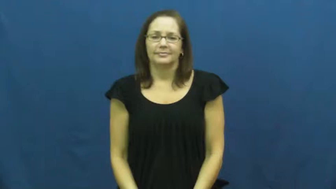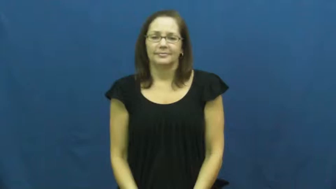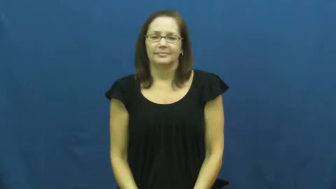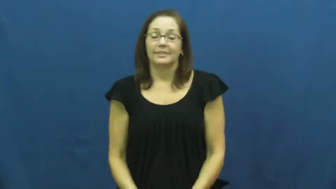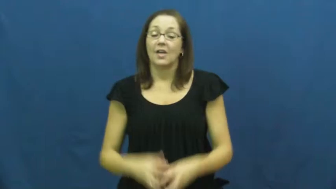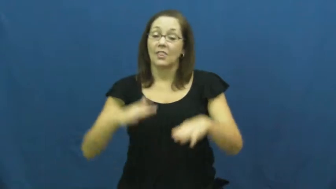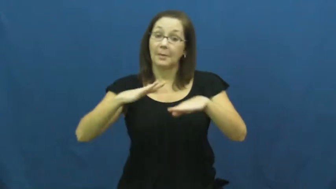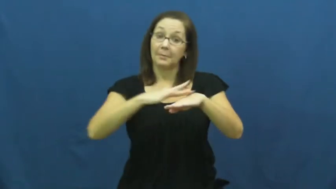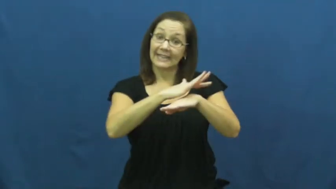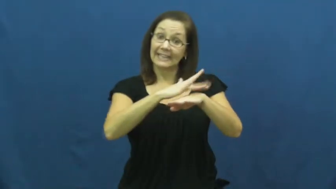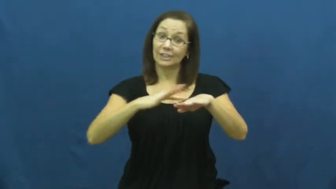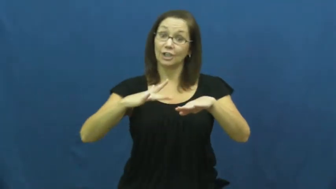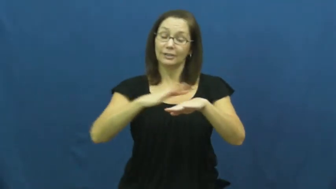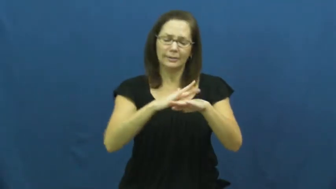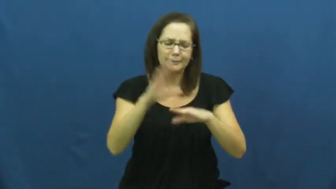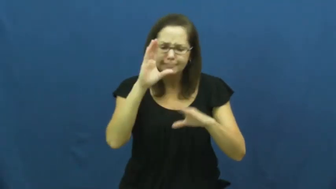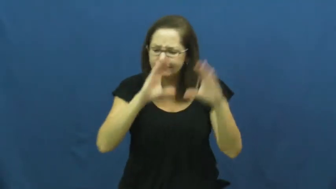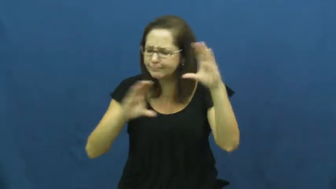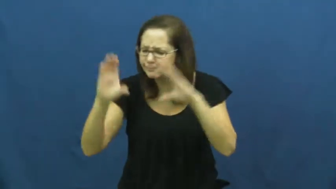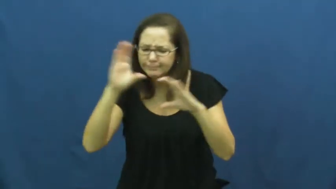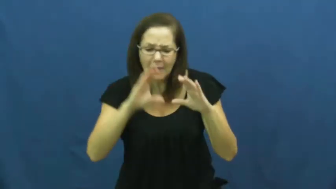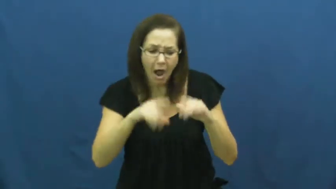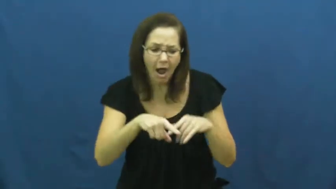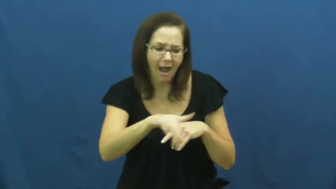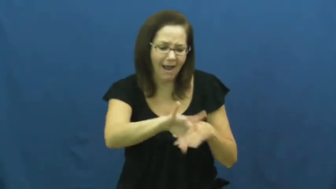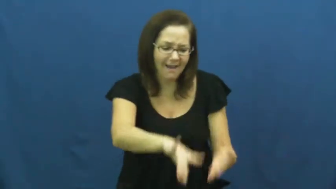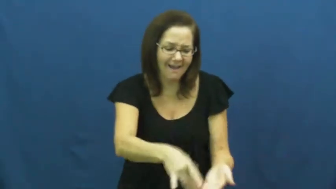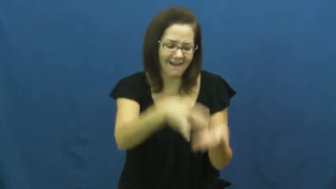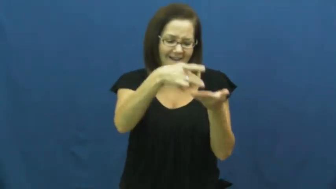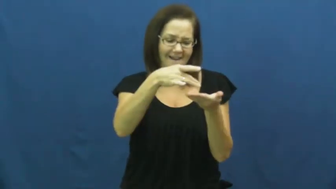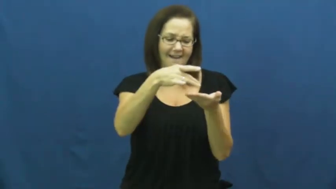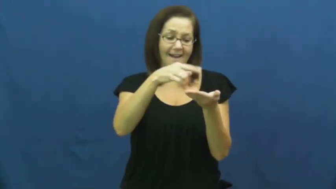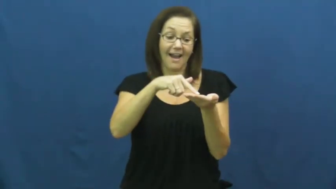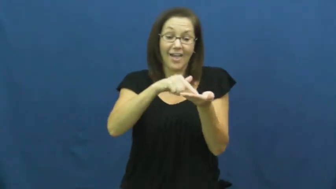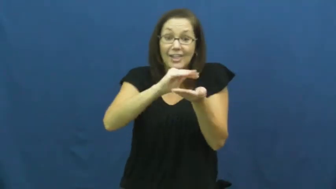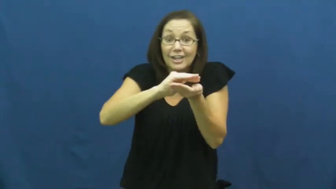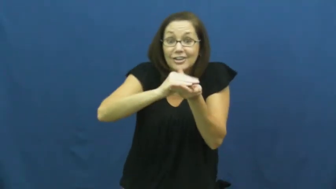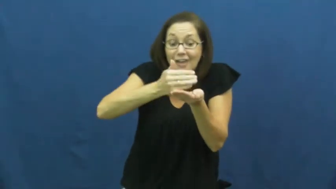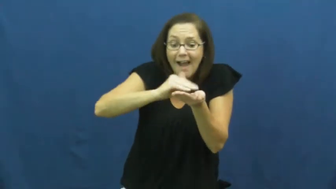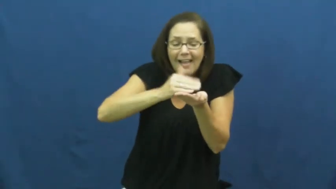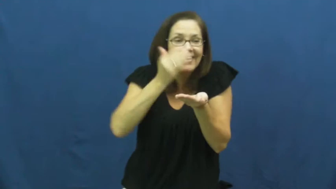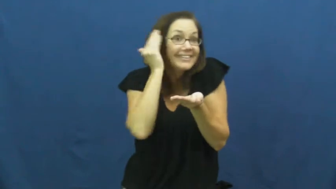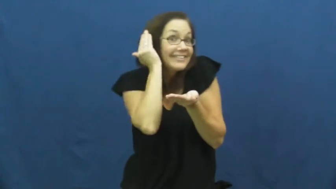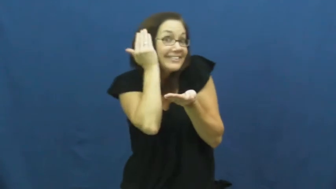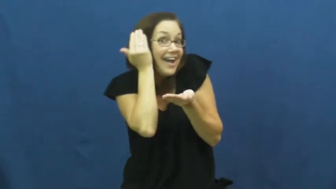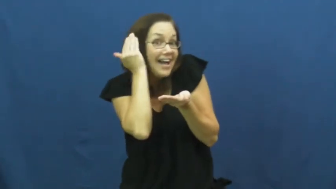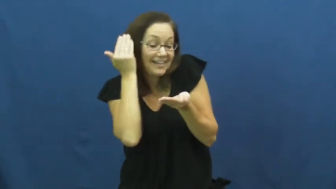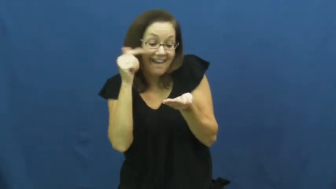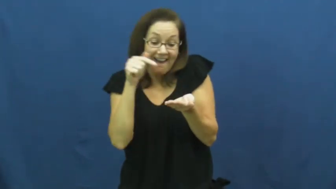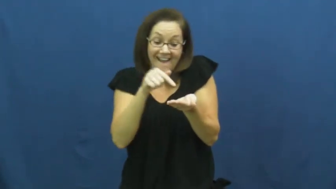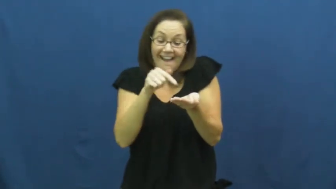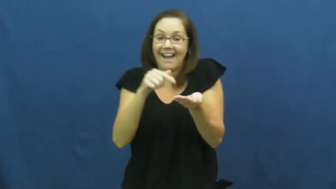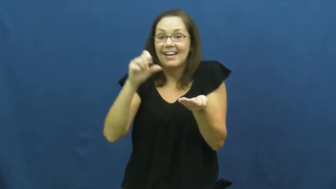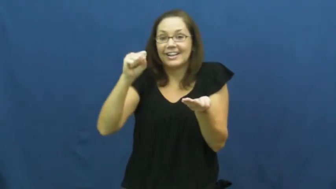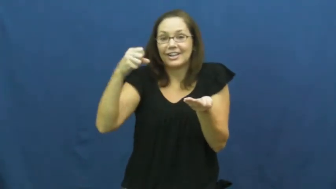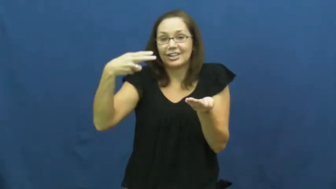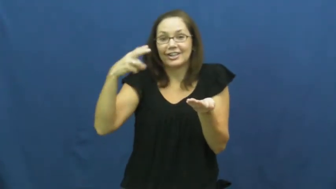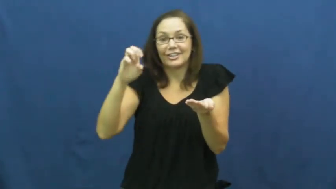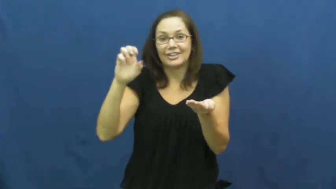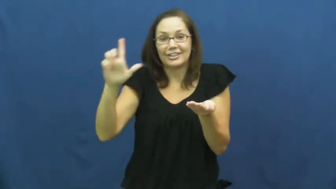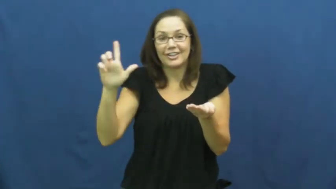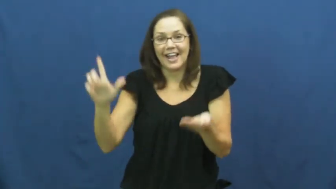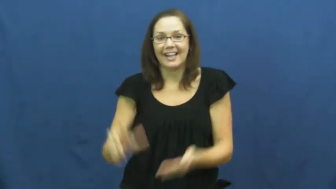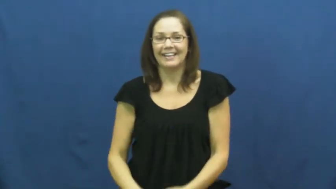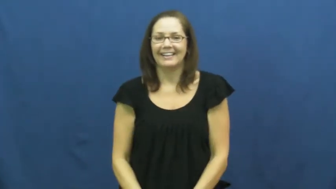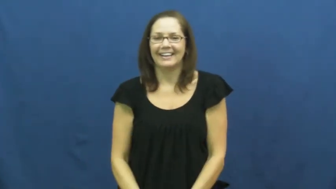shell,seashell